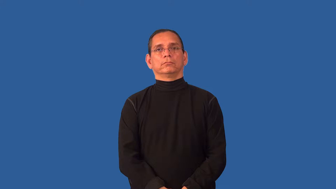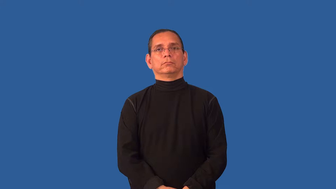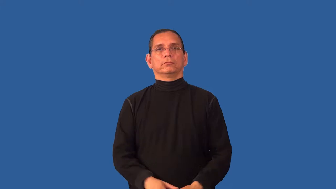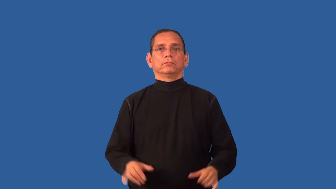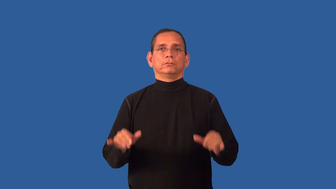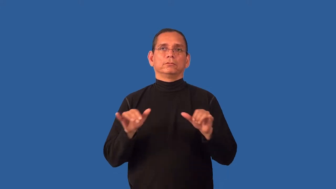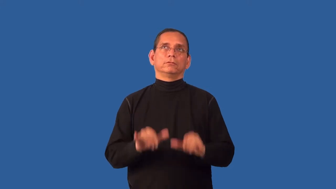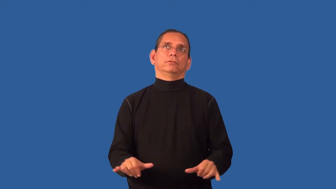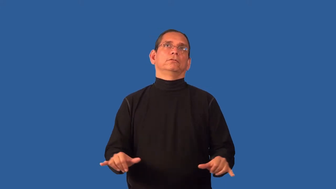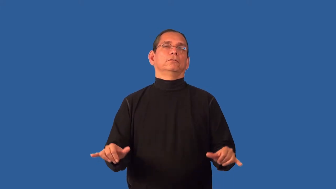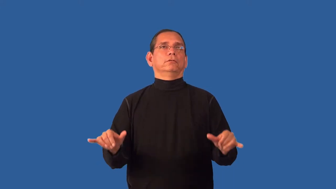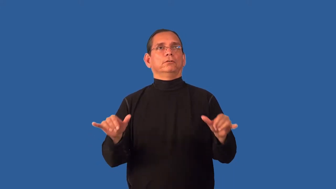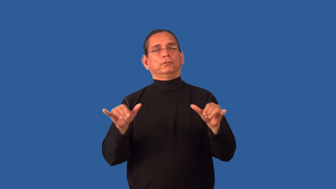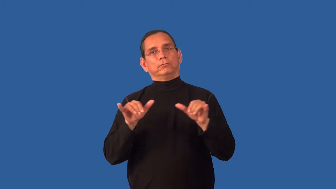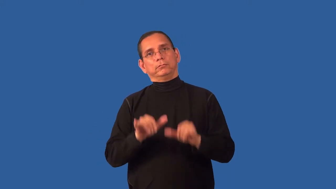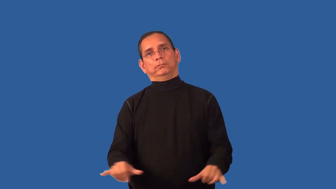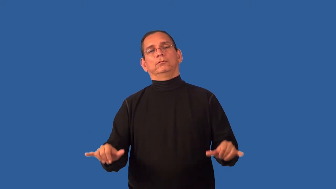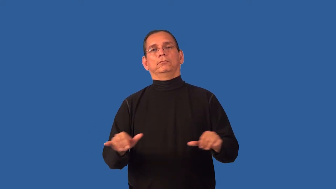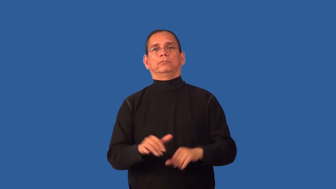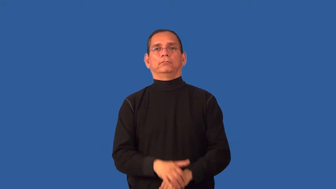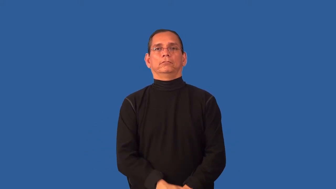changeless,unvarying,unchanging